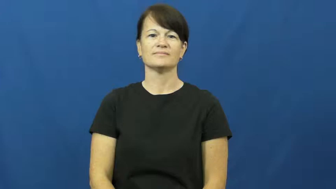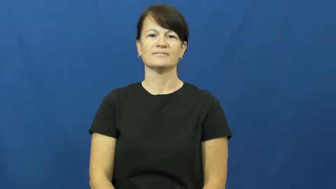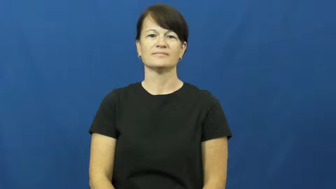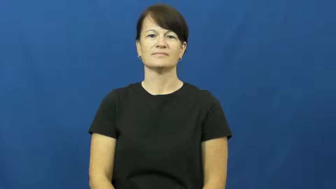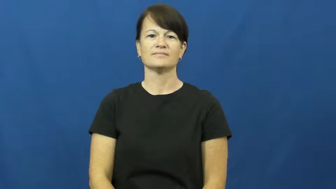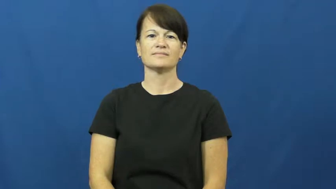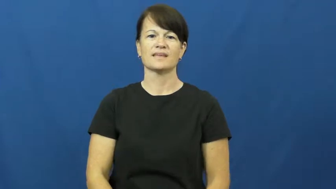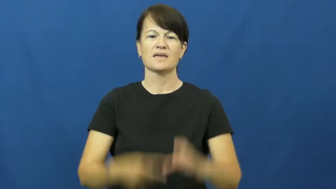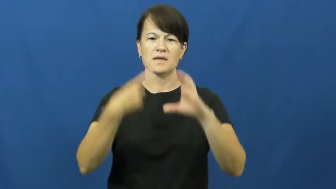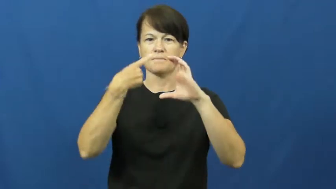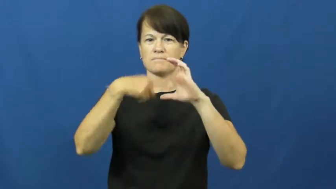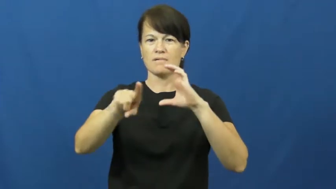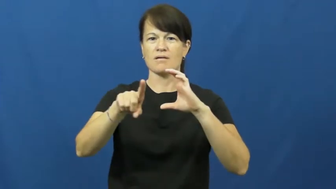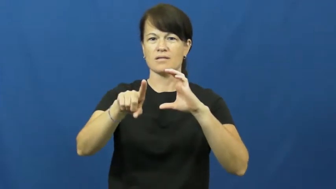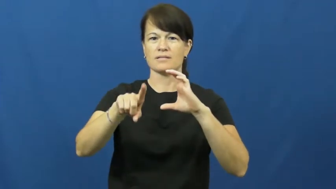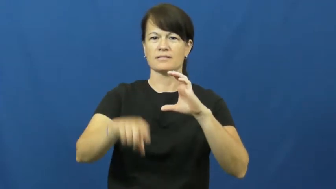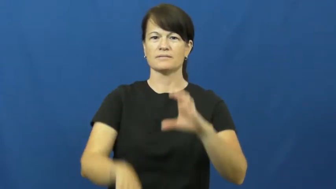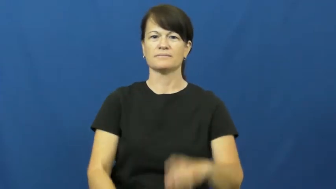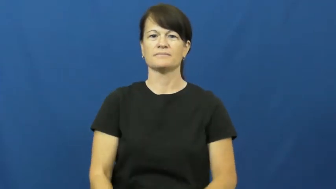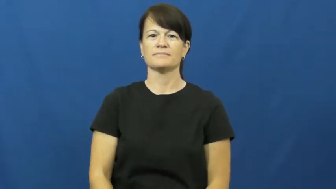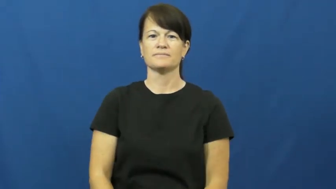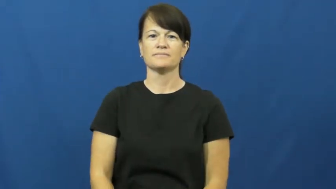email